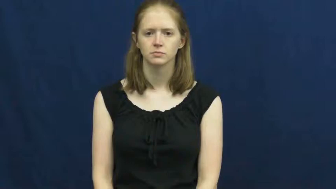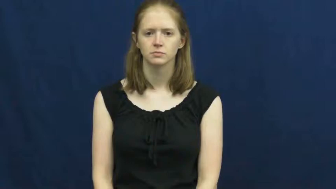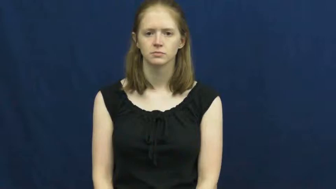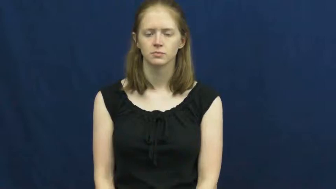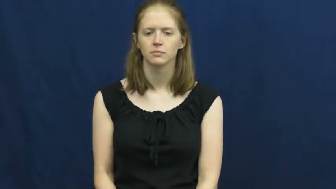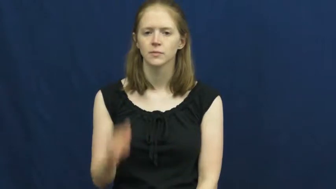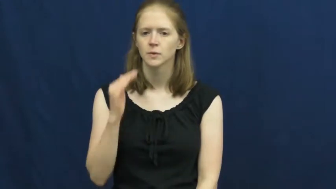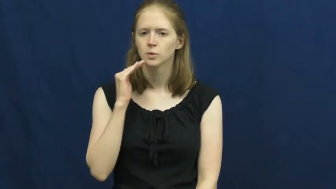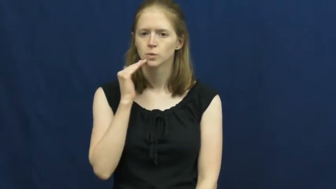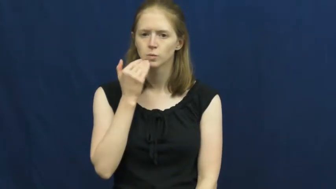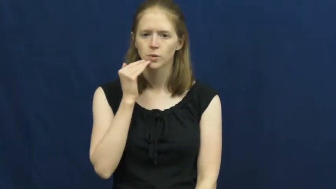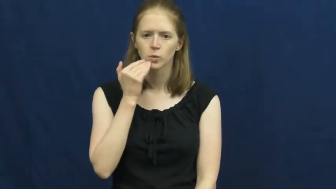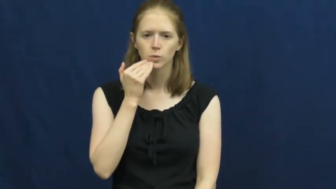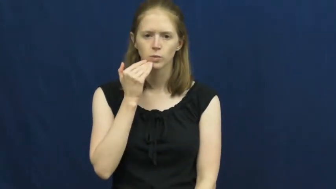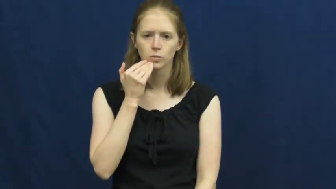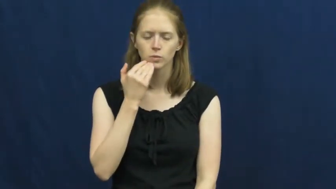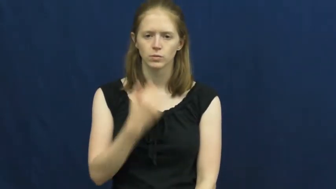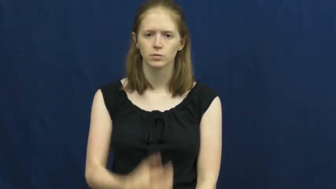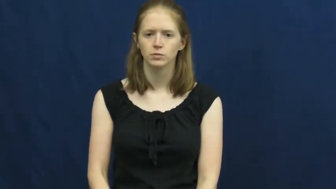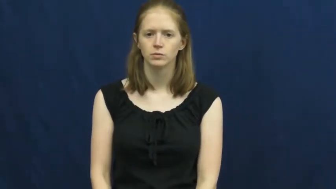tobacco,baccy